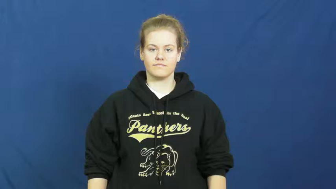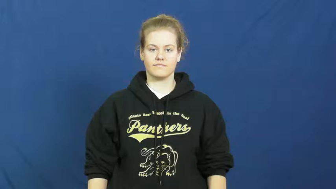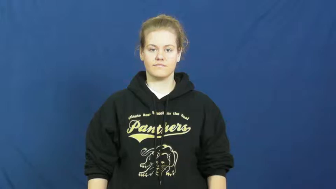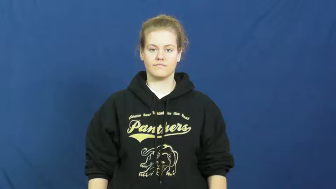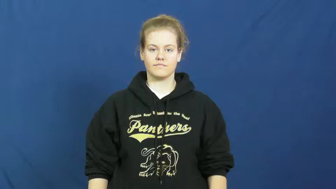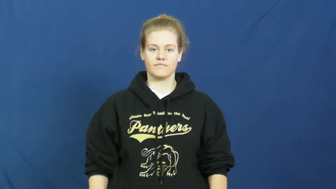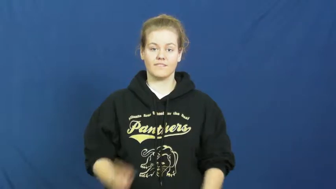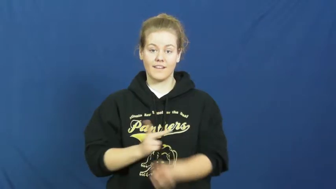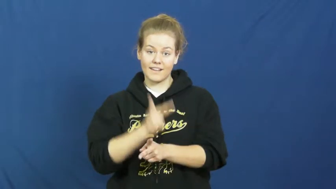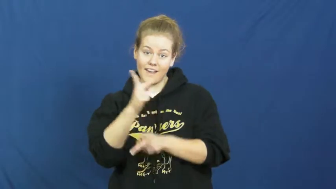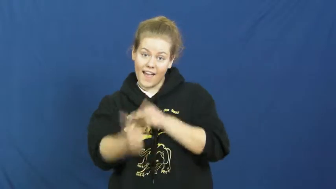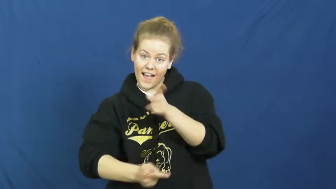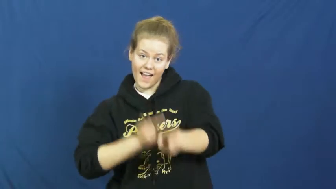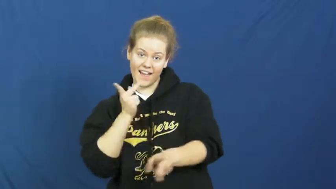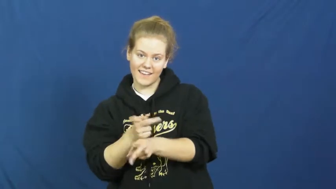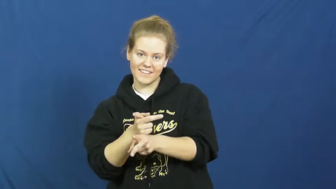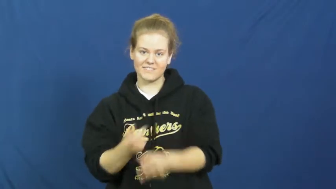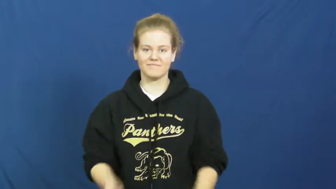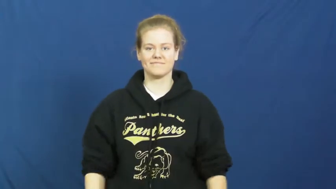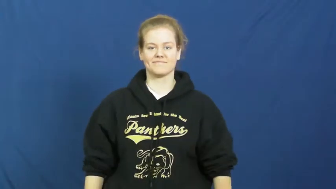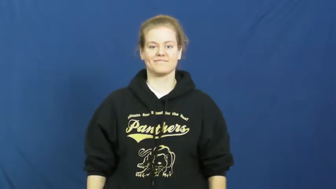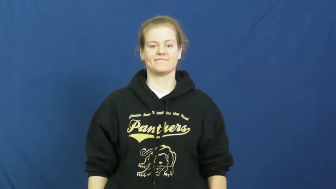strain-kind